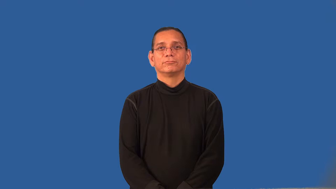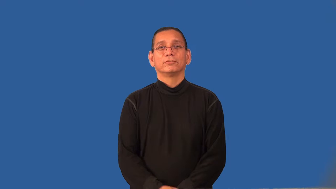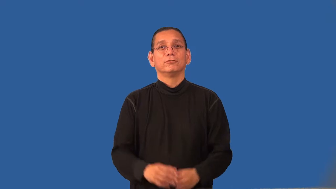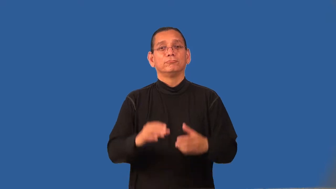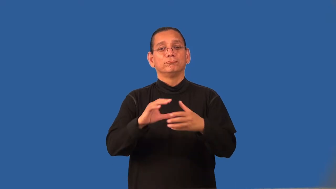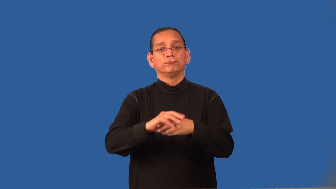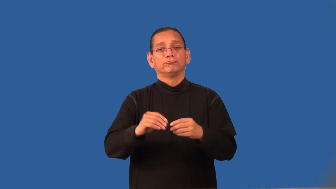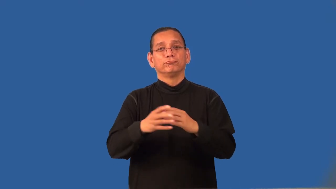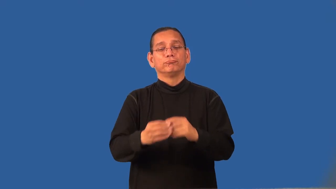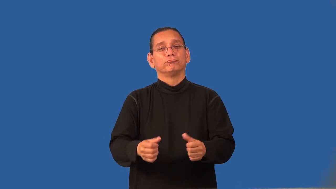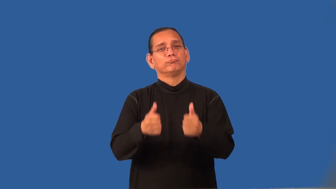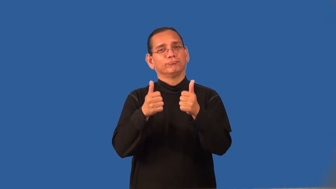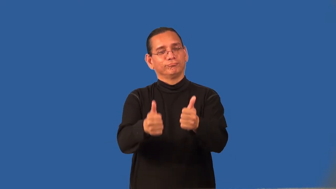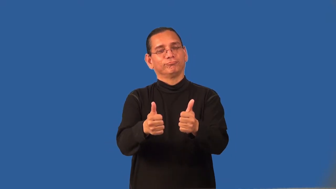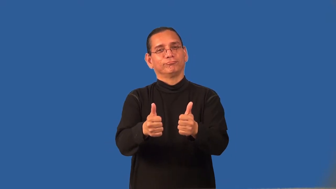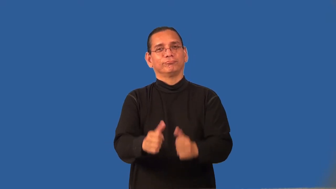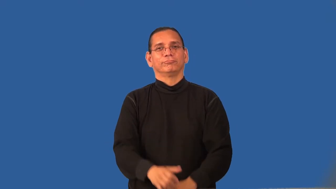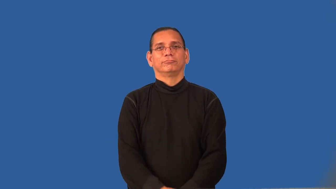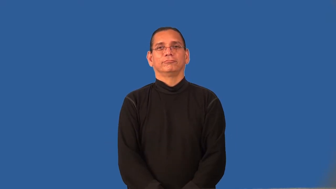regards